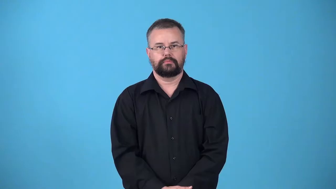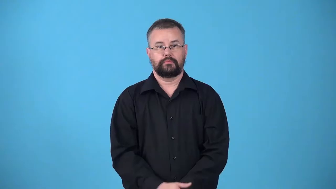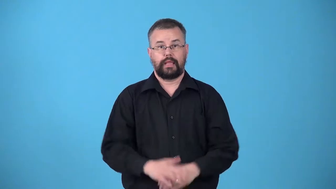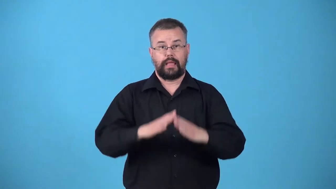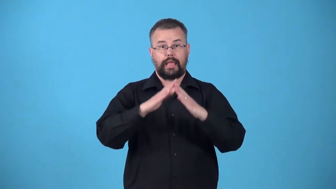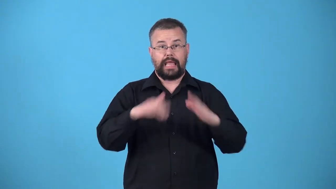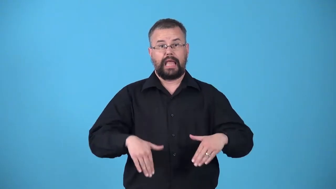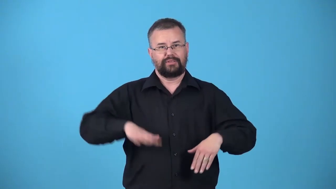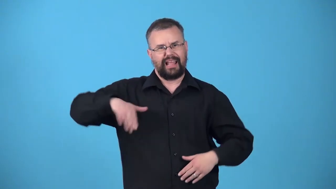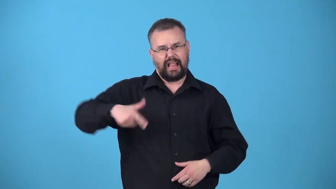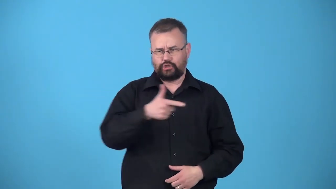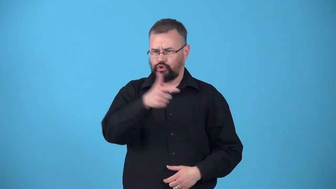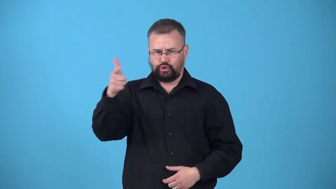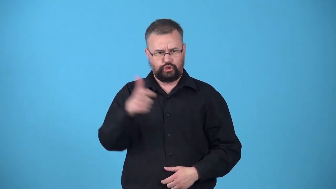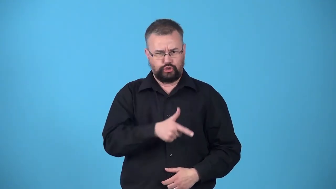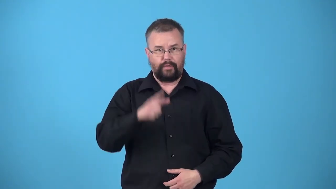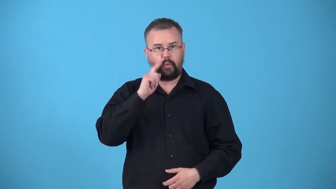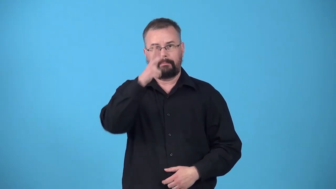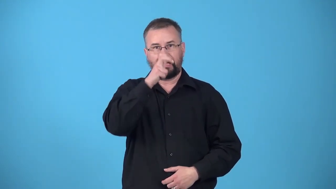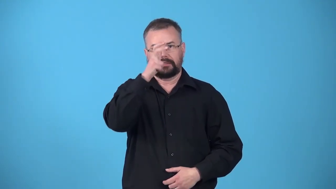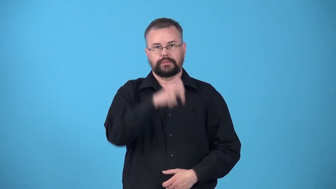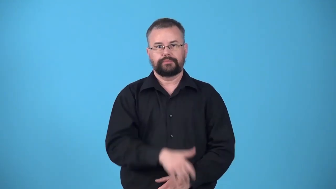untreated-house for bugs